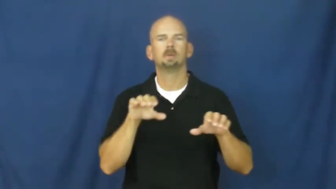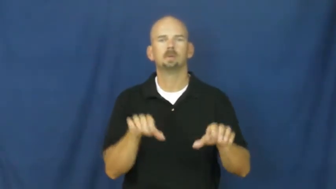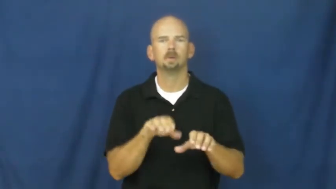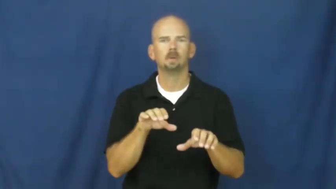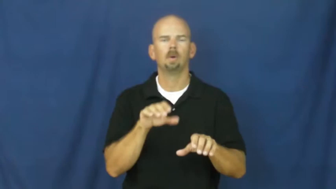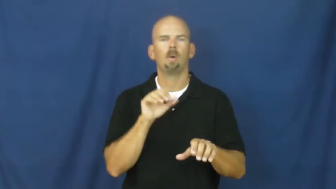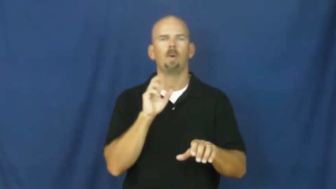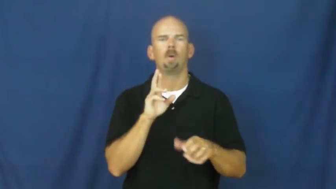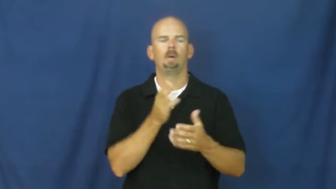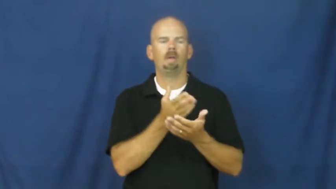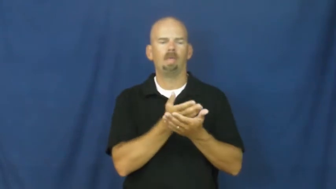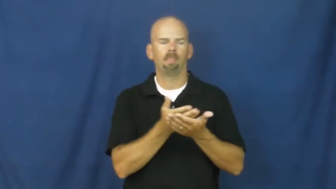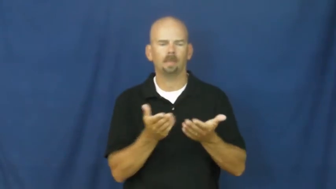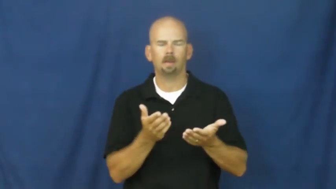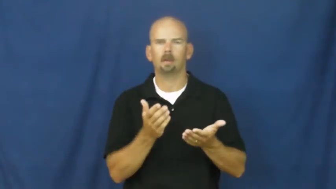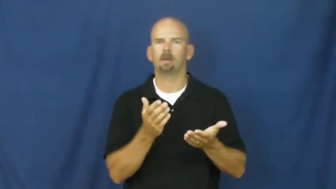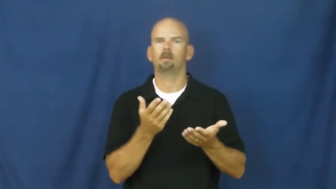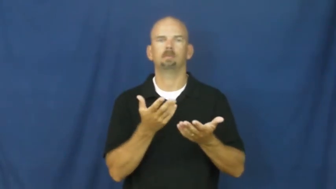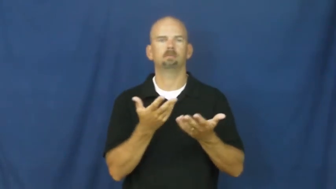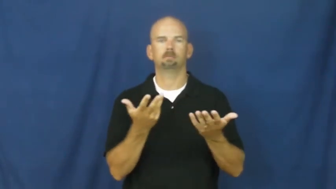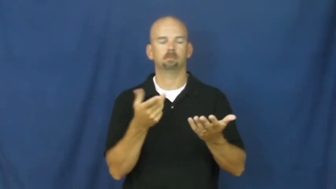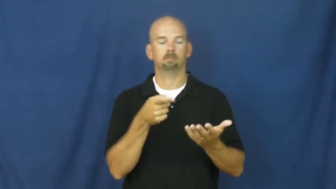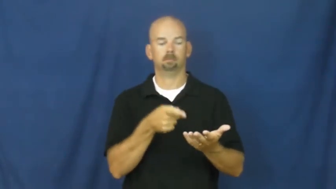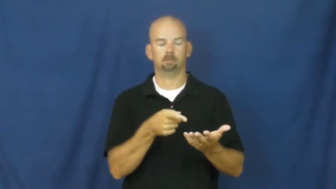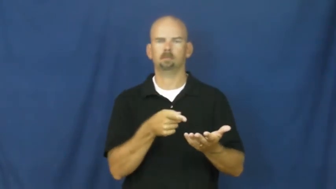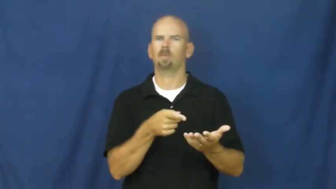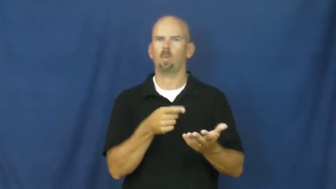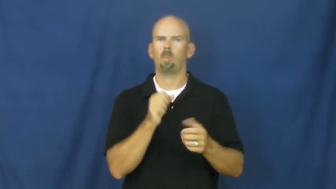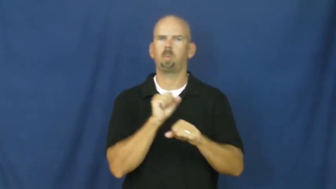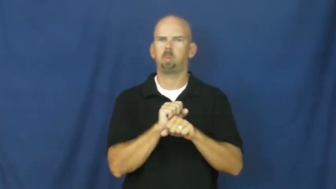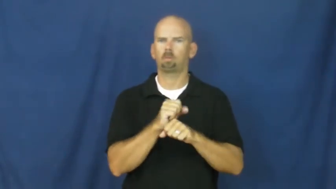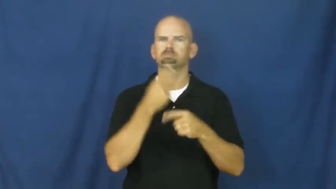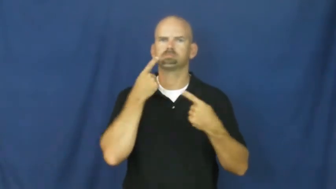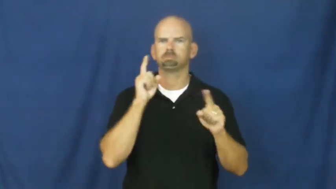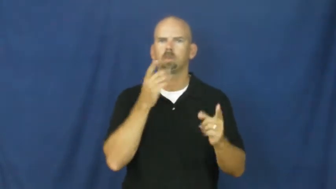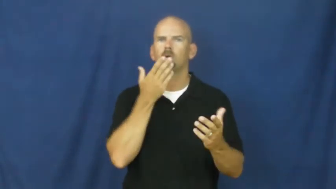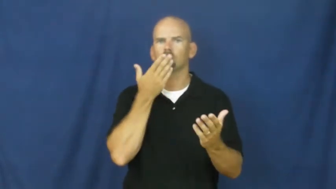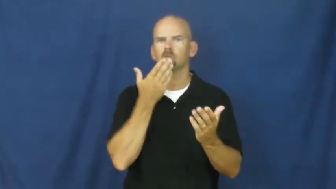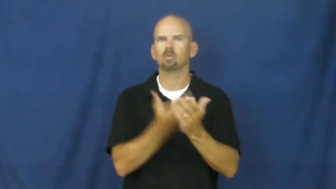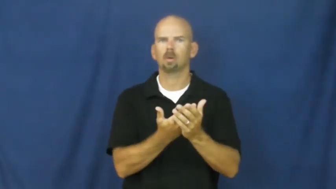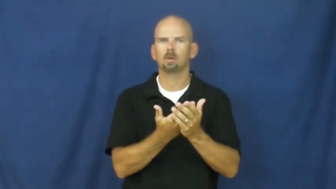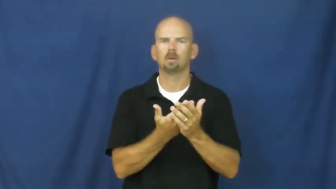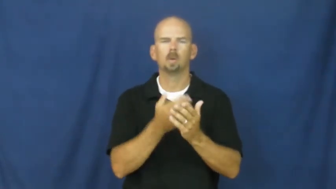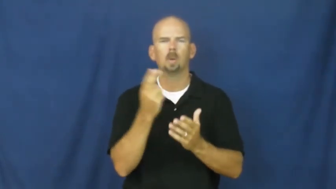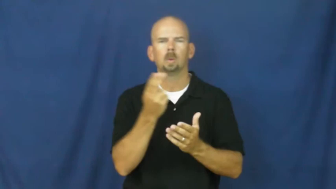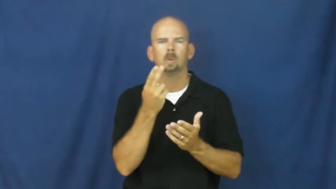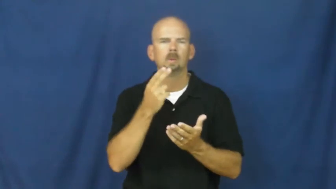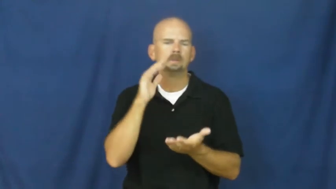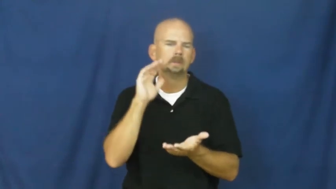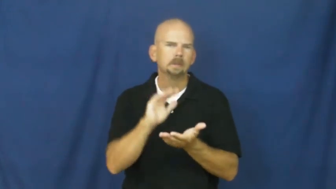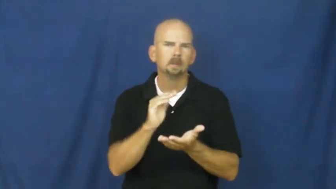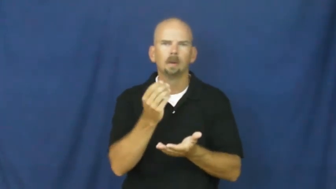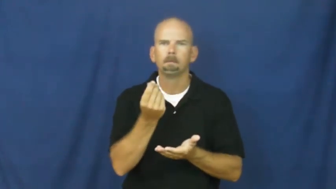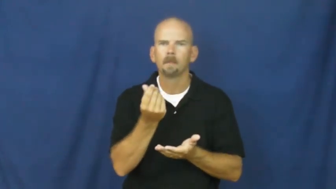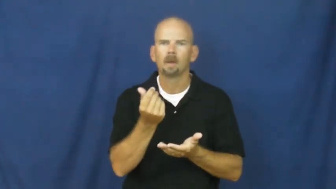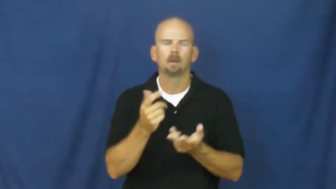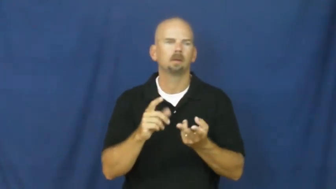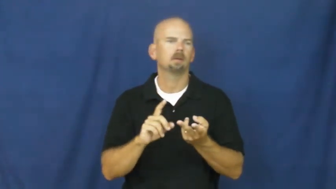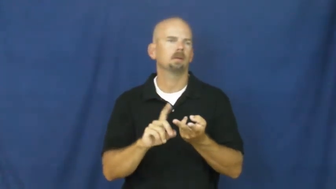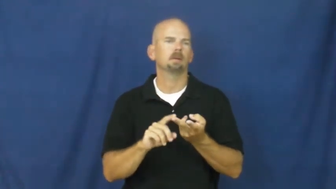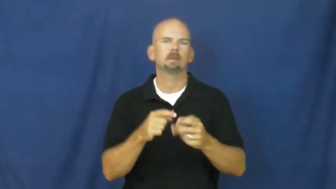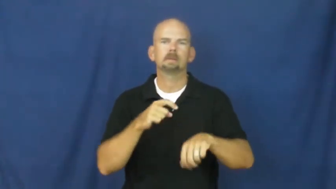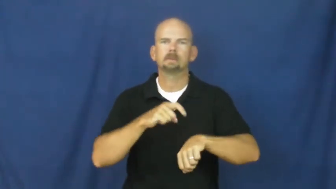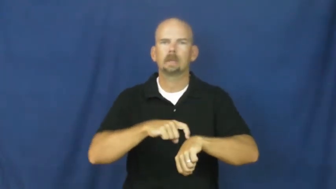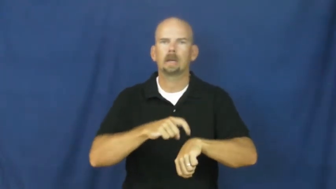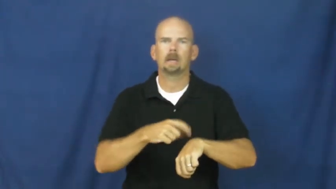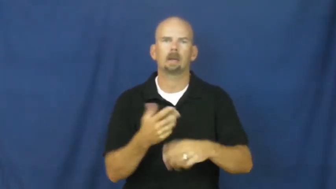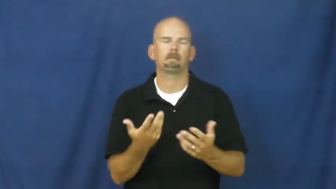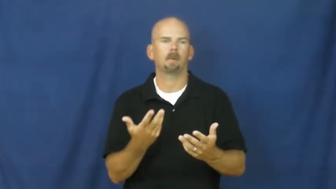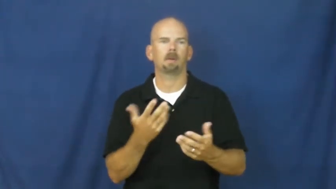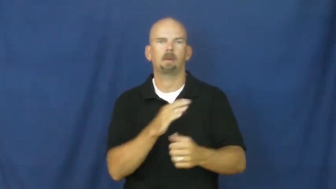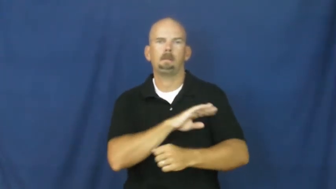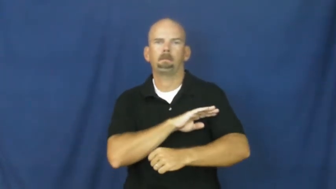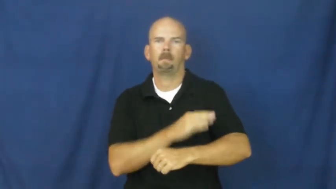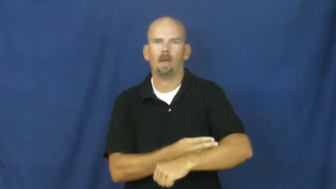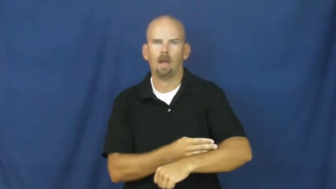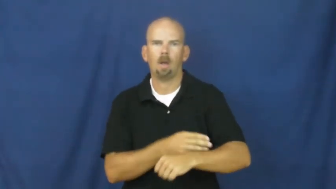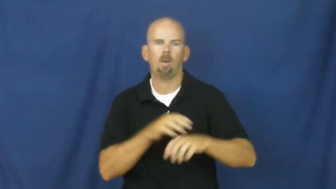efficient